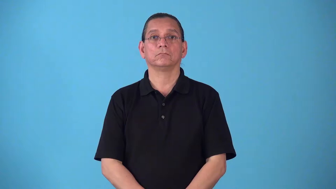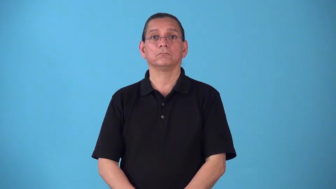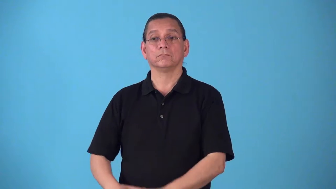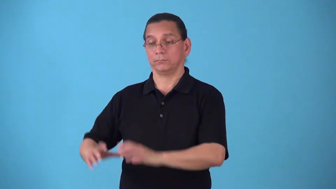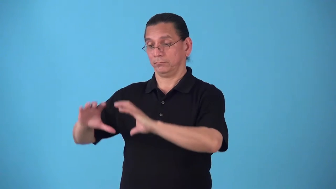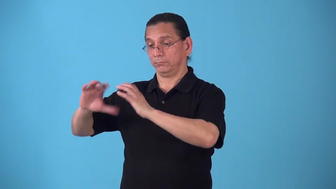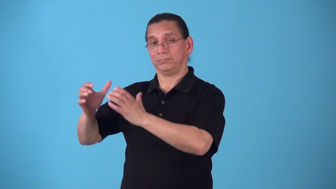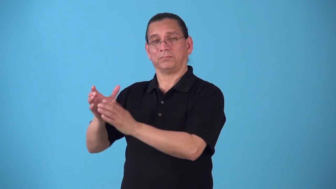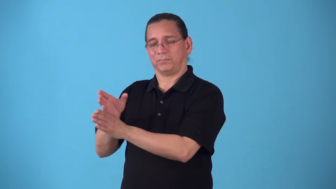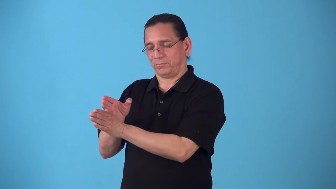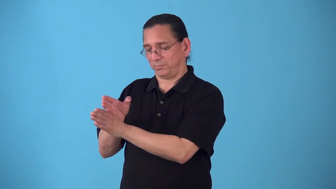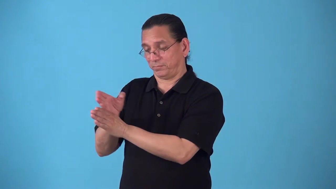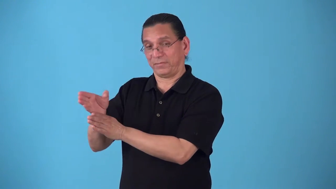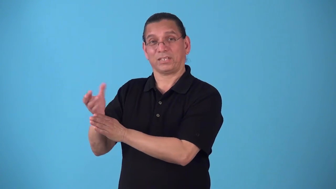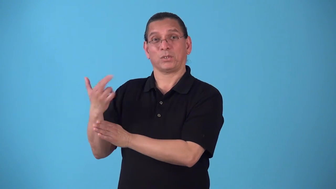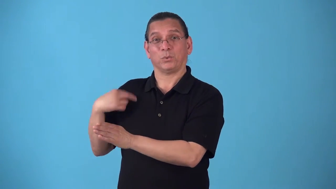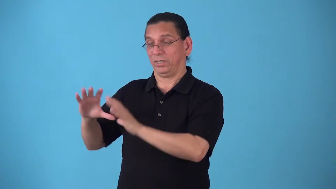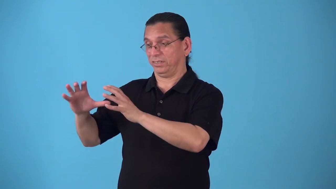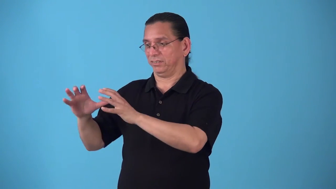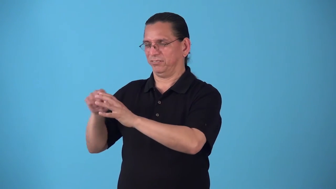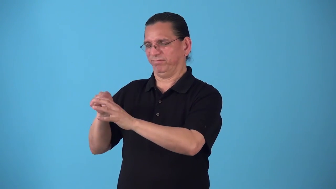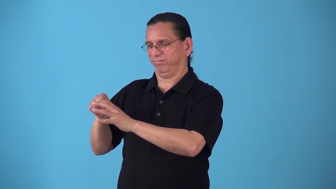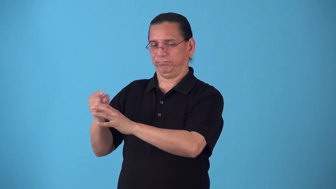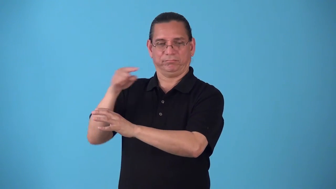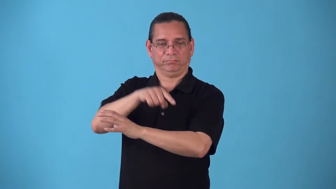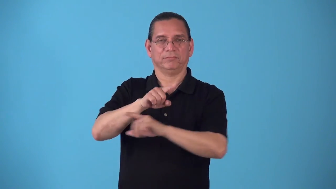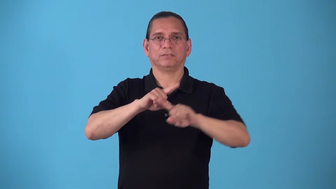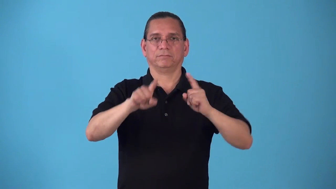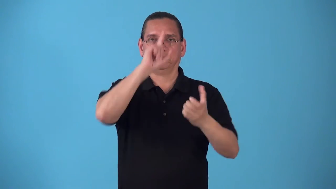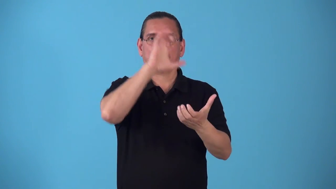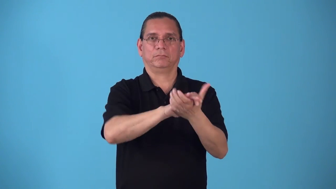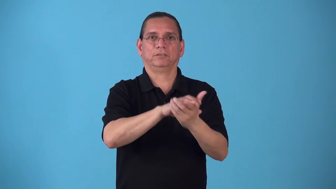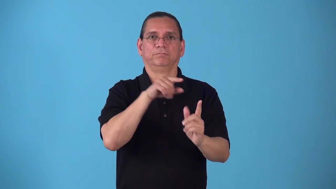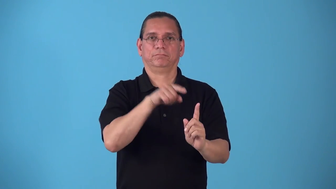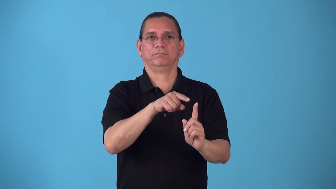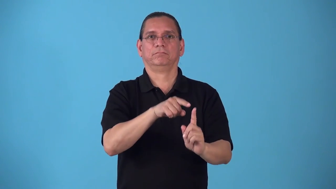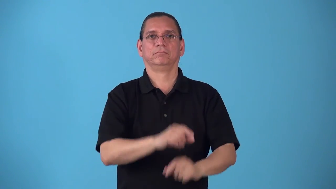sectarian,sectary-relating to a sect